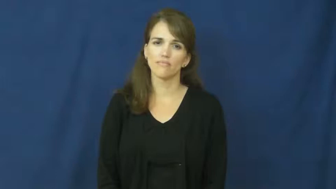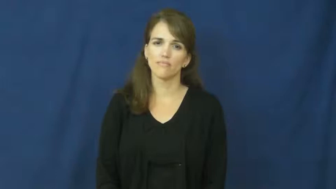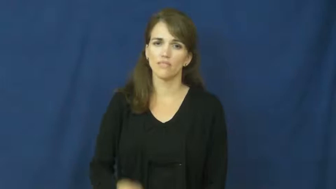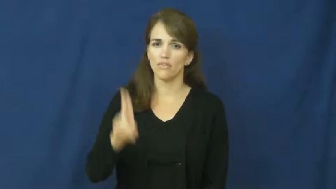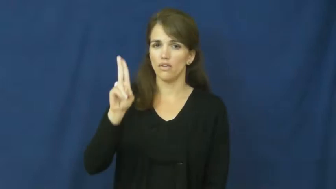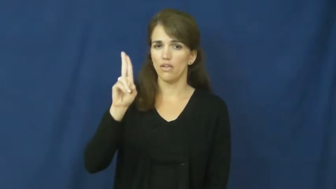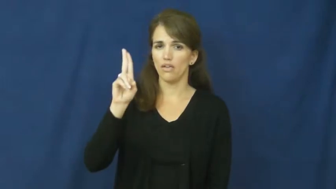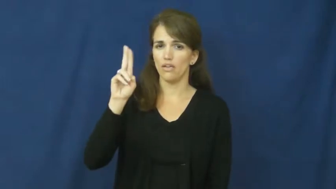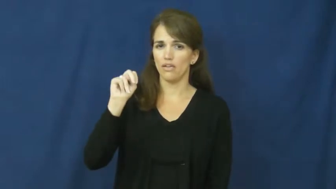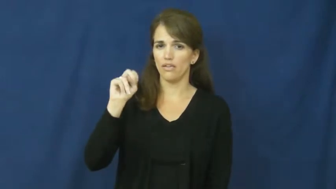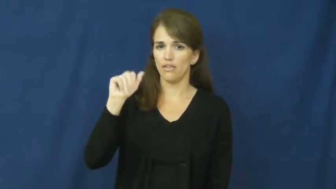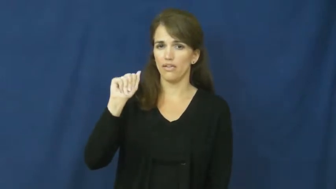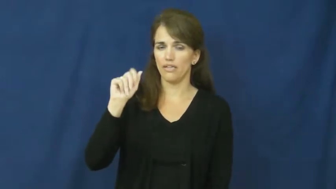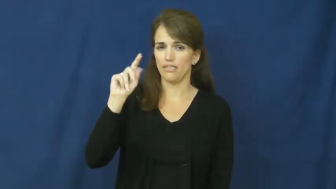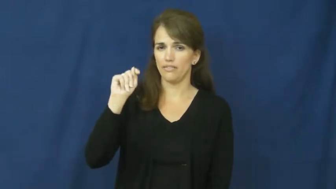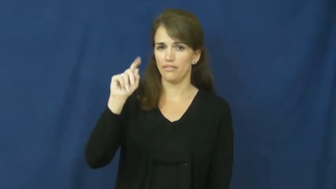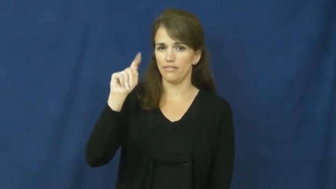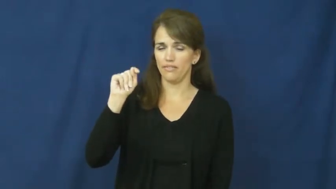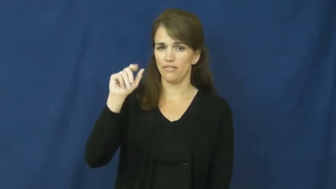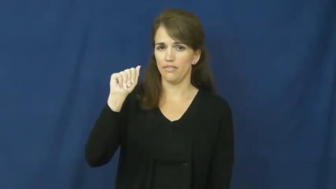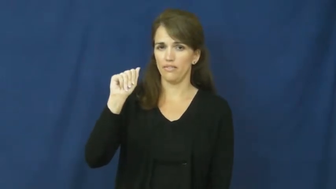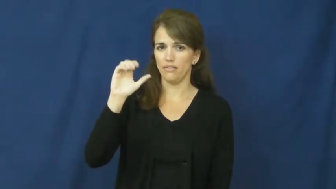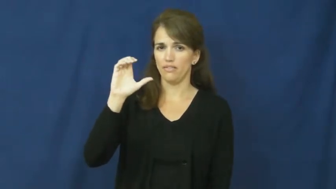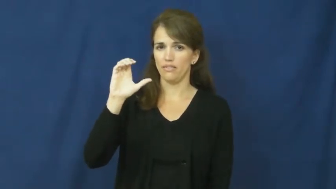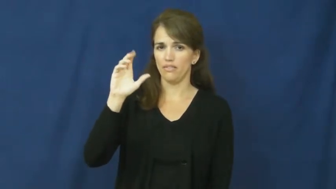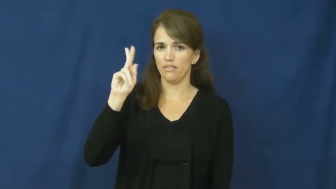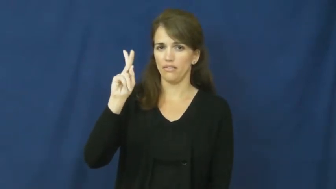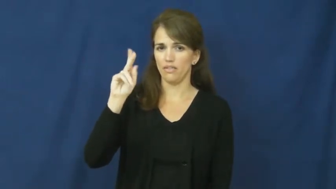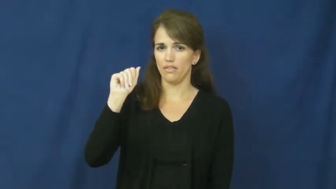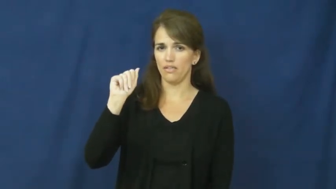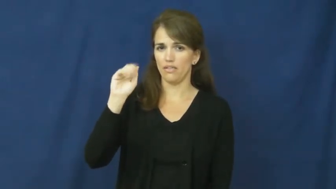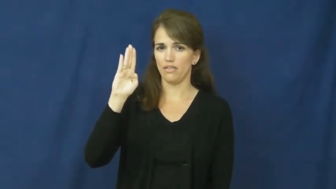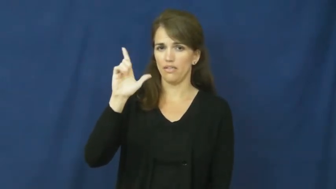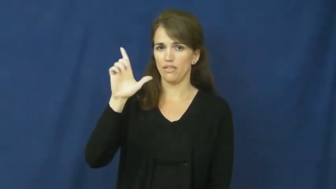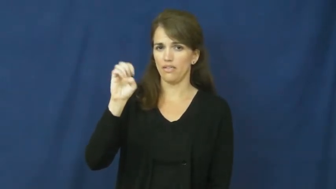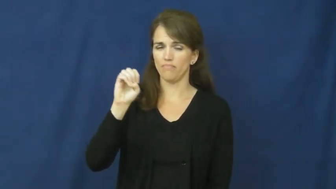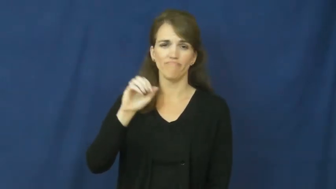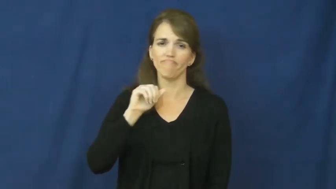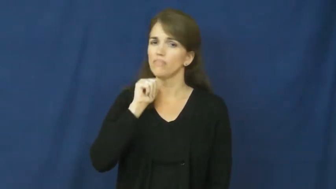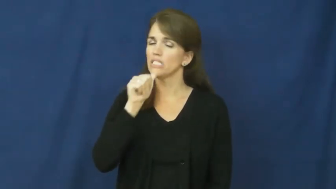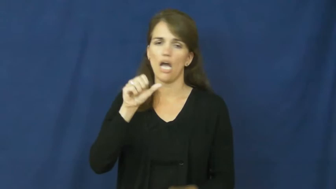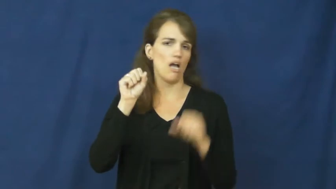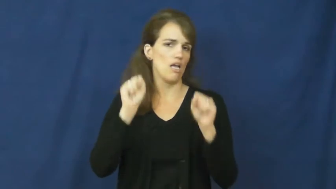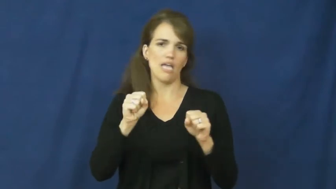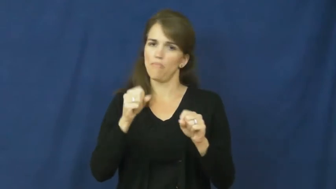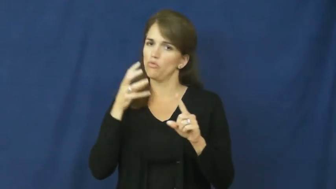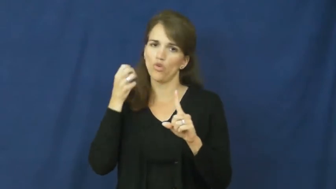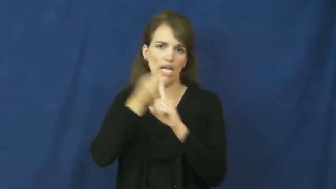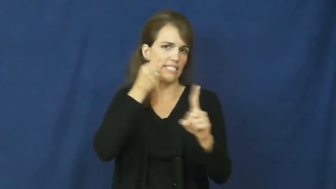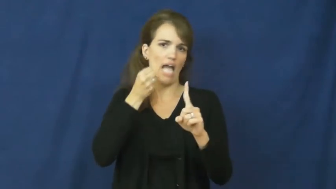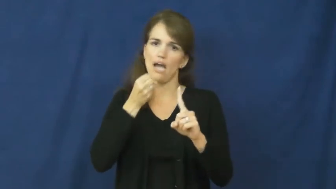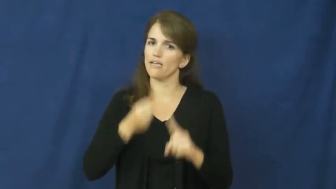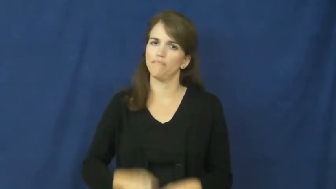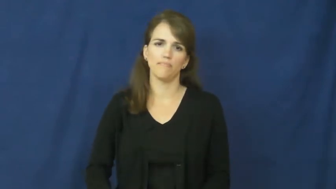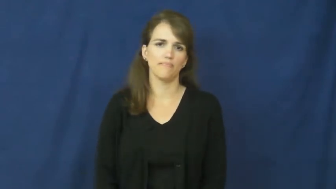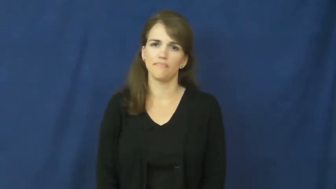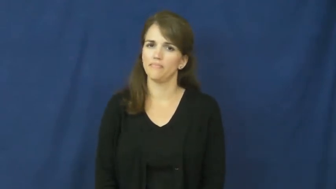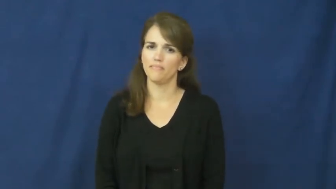unattackable